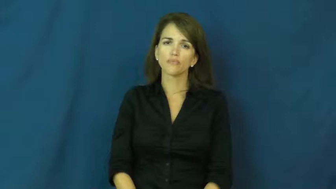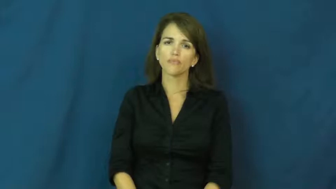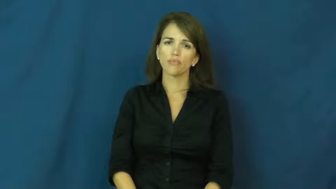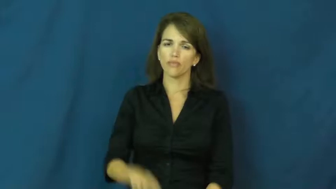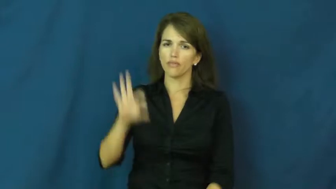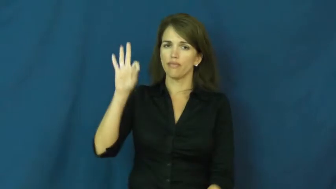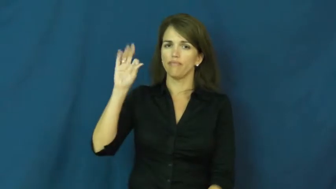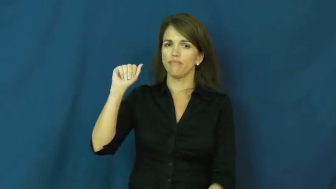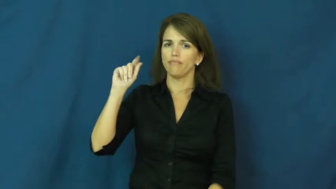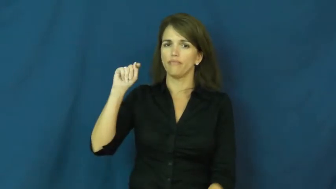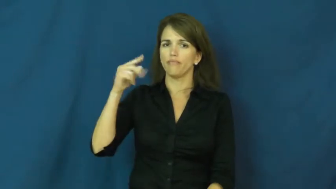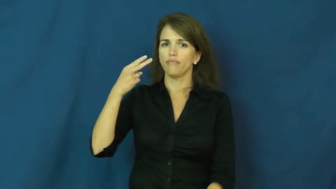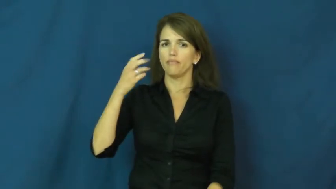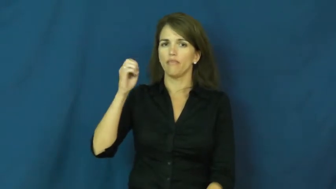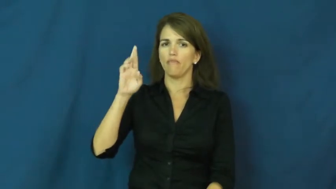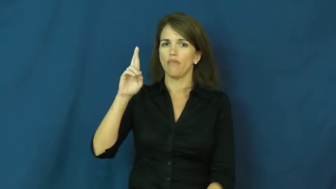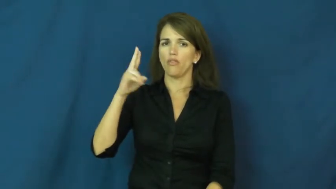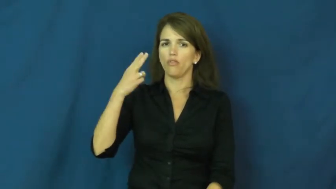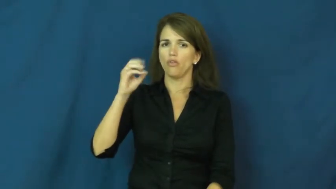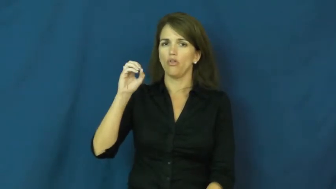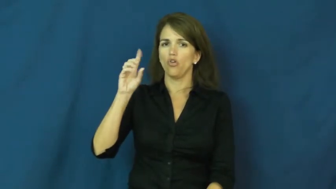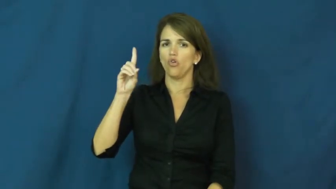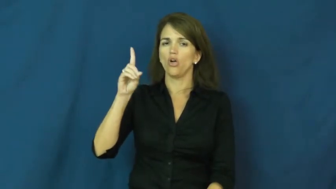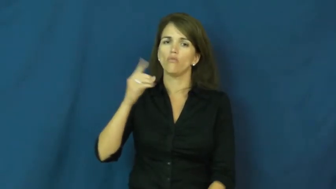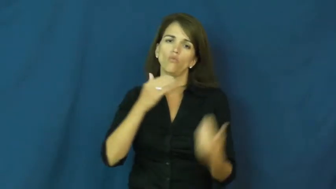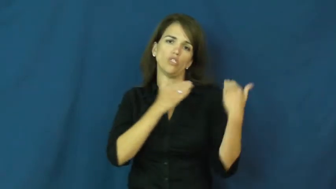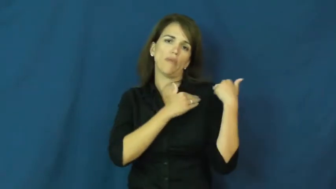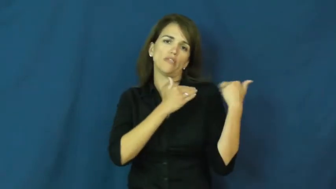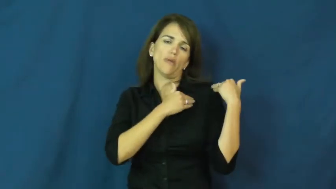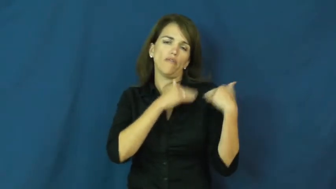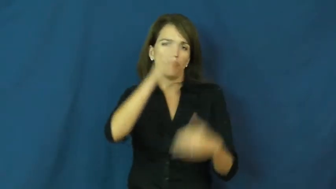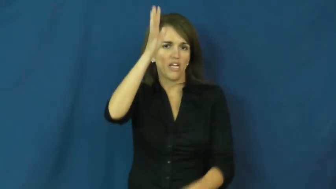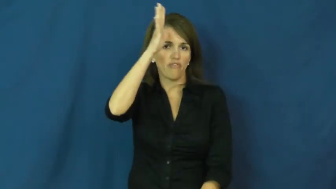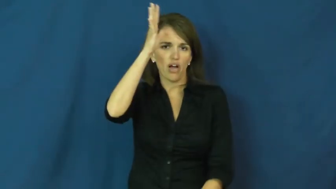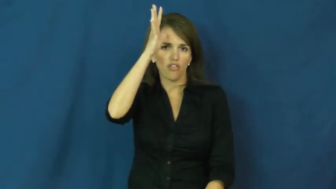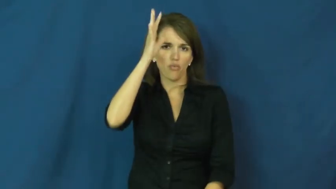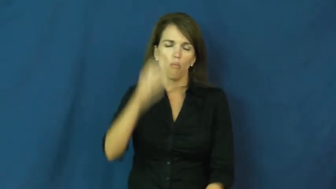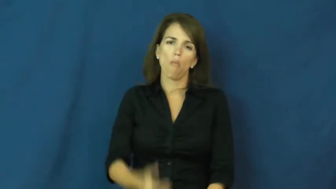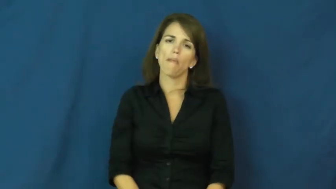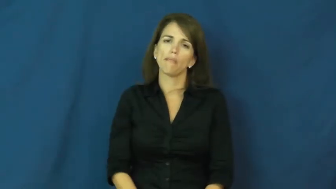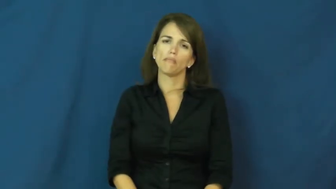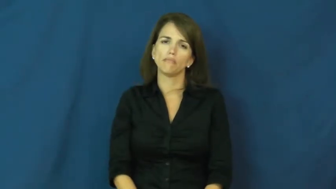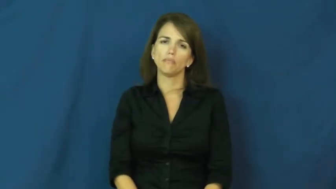fatherhood